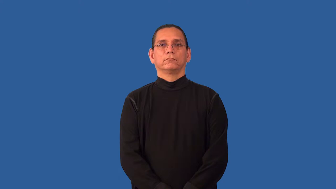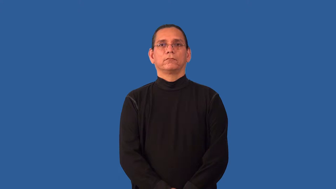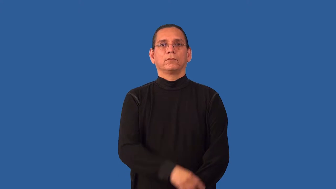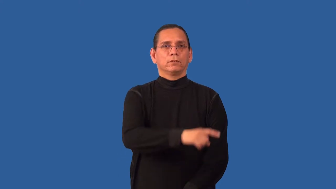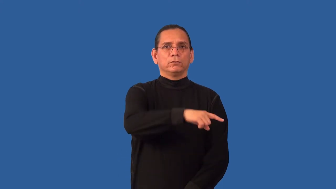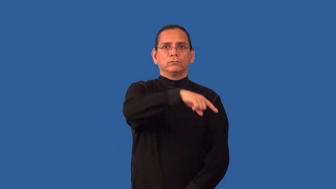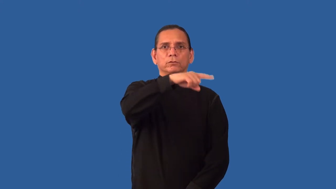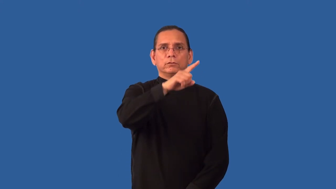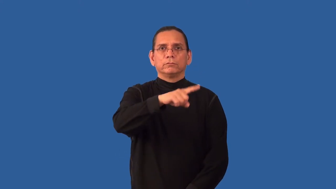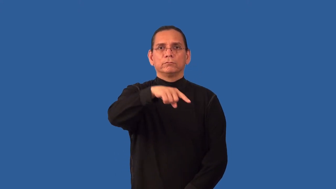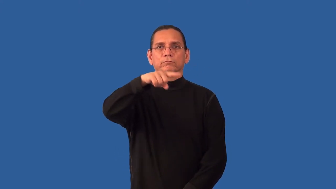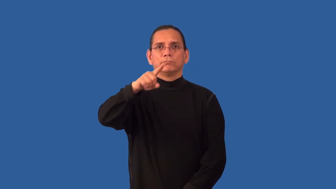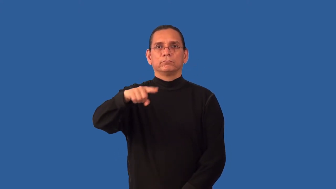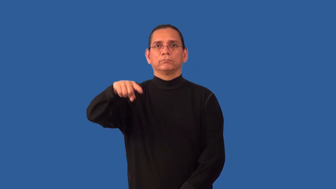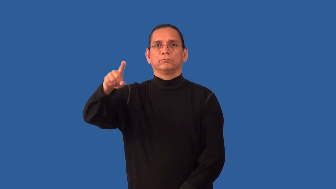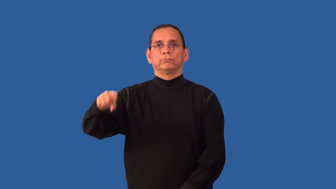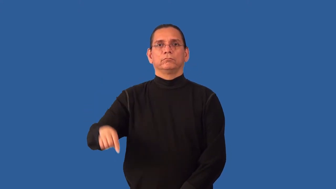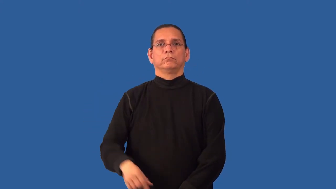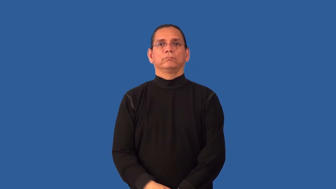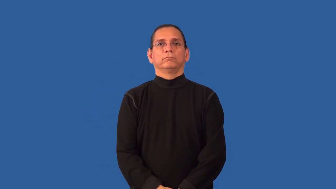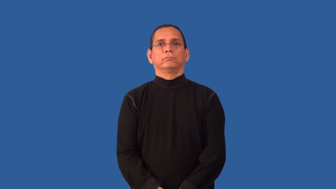nonlinear